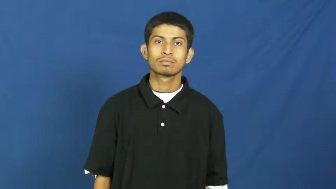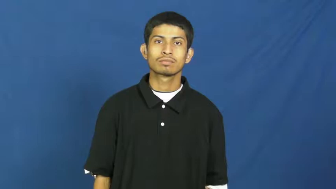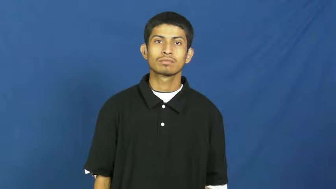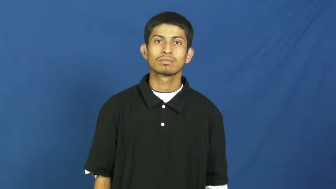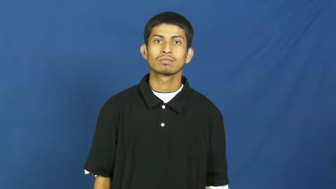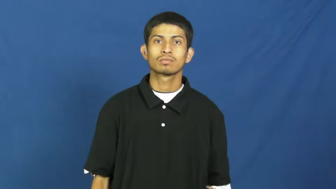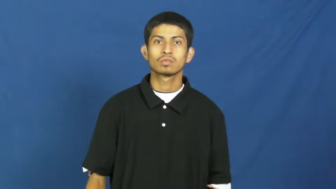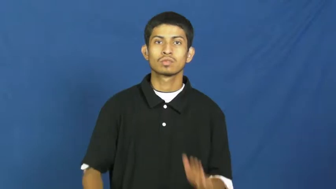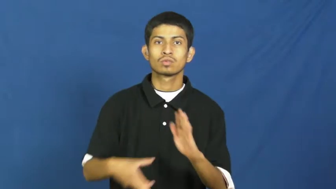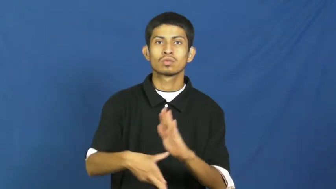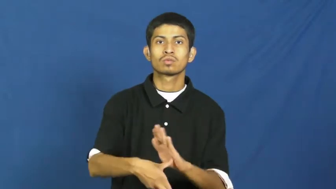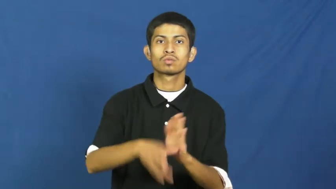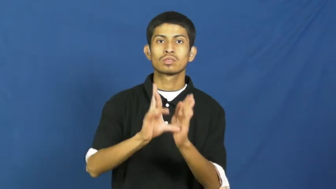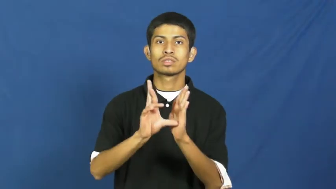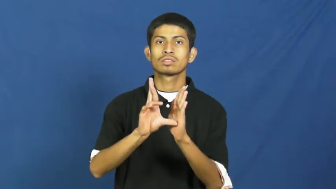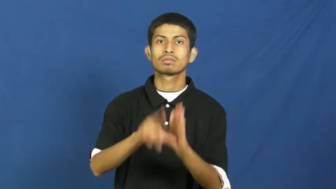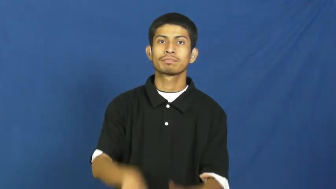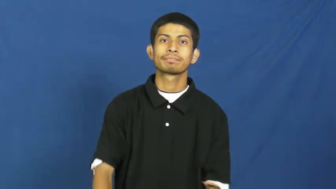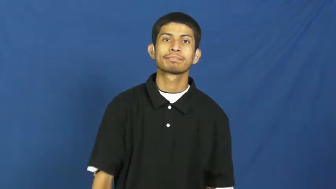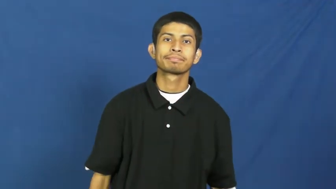review